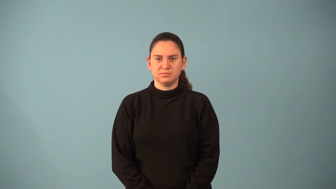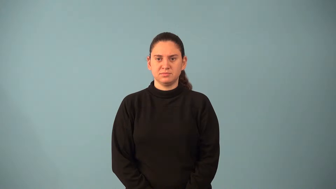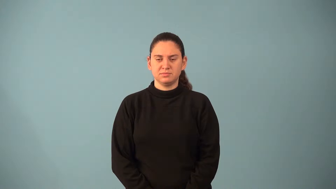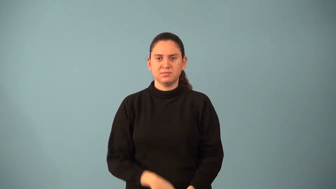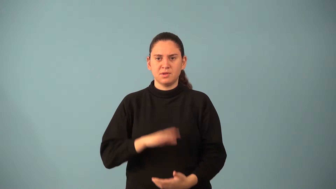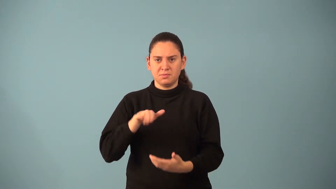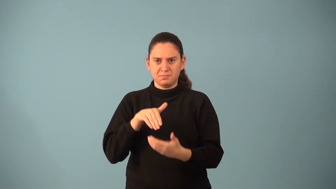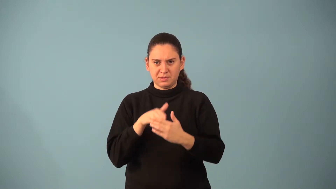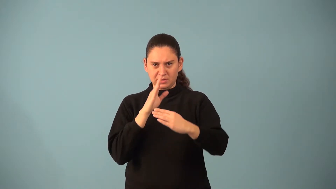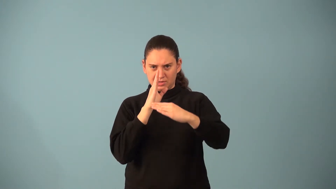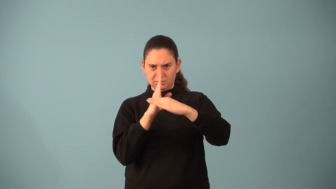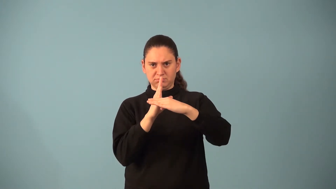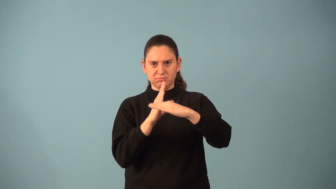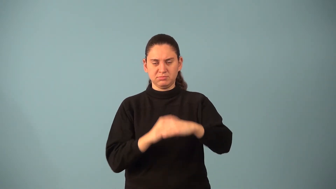median-math